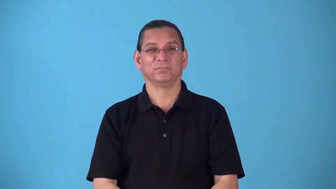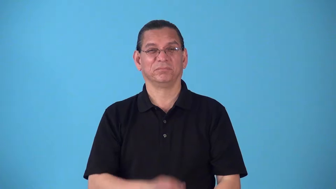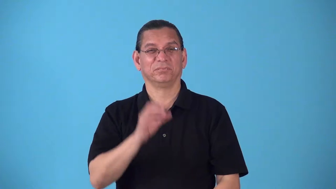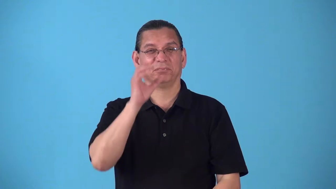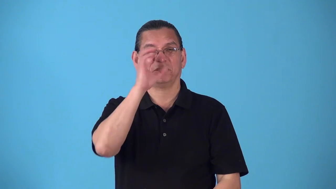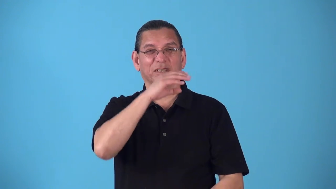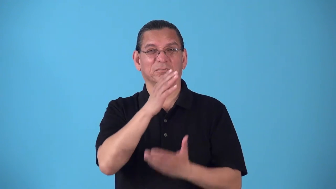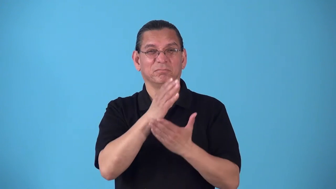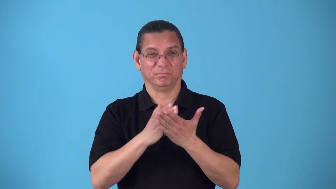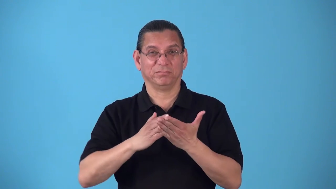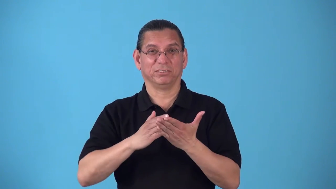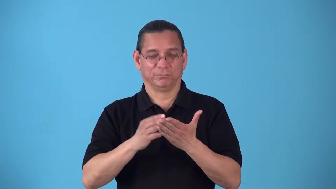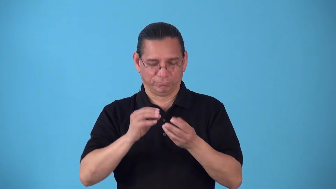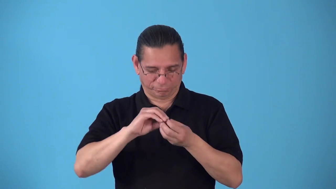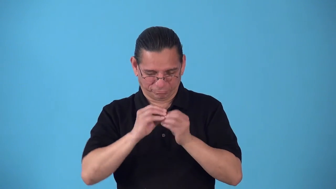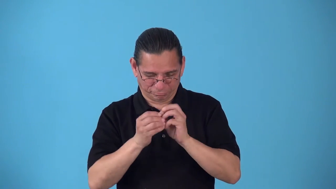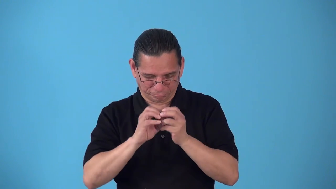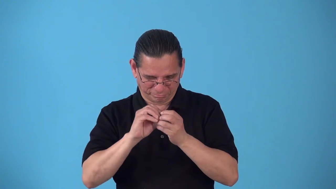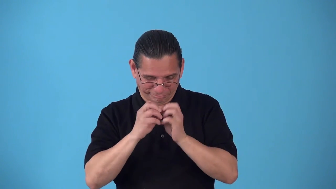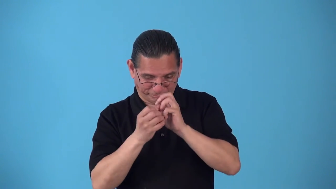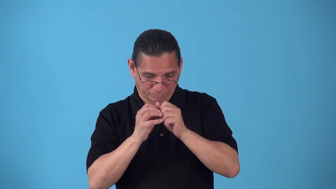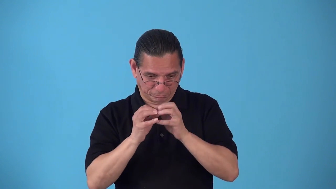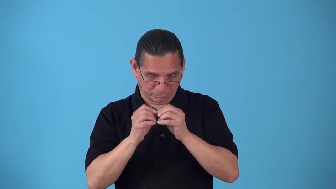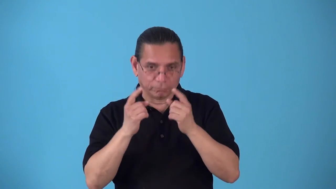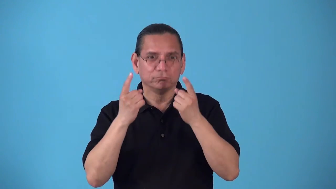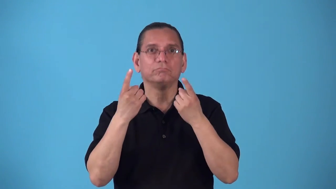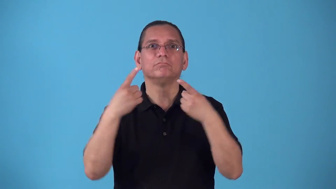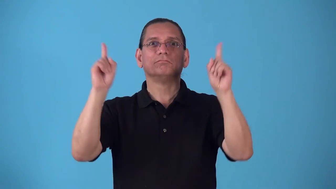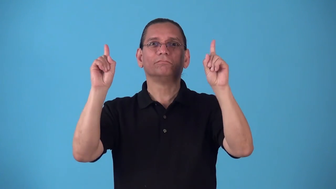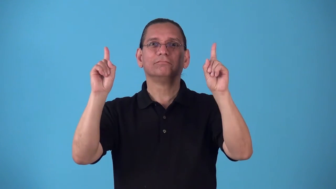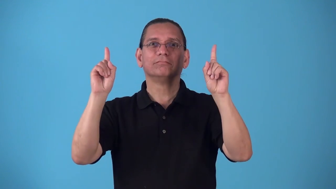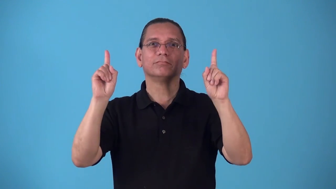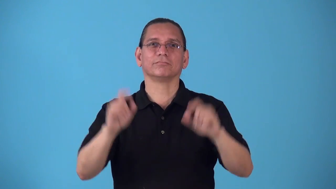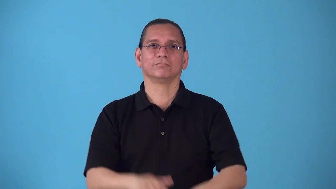rig-make something work by using strange parts